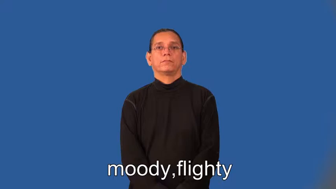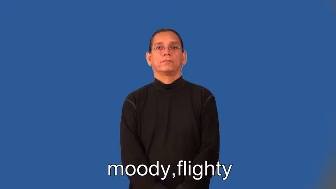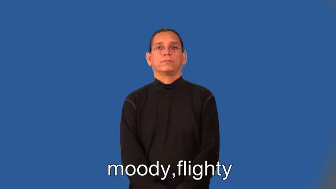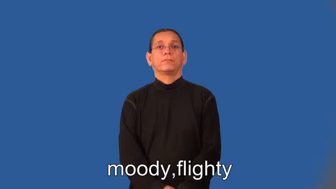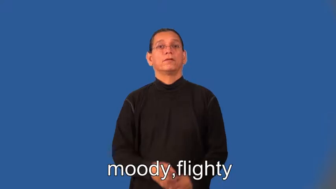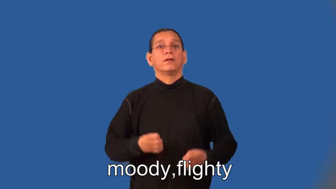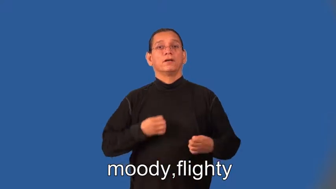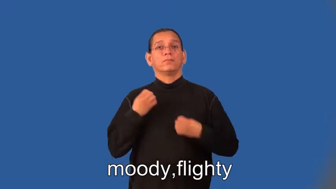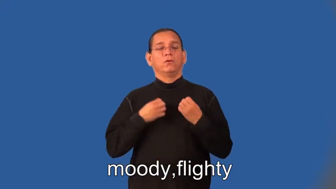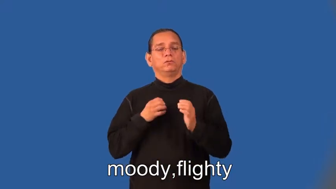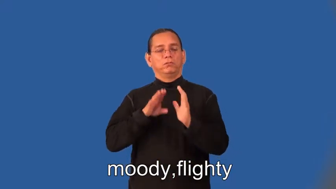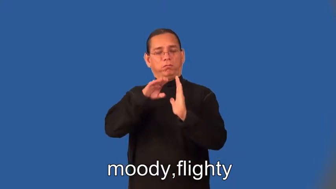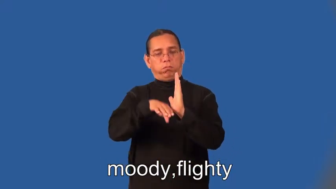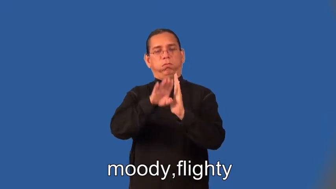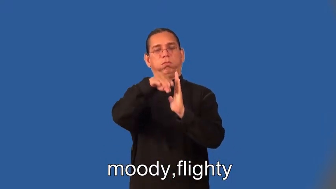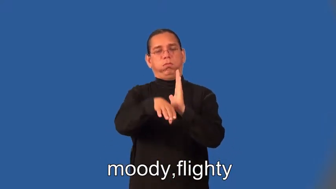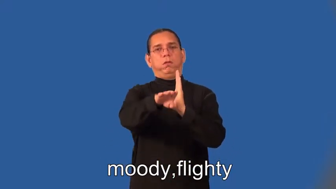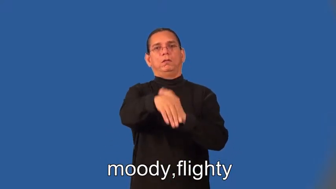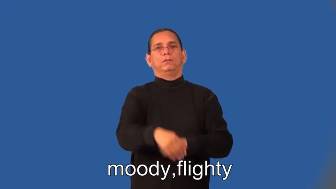flighty-emotional